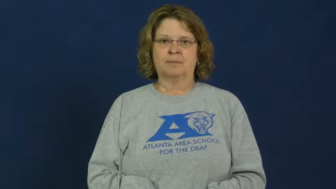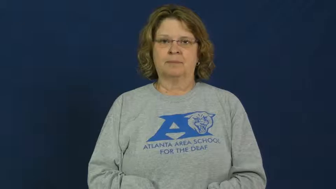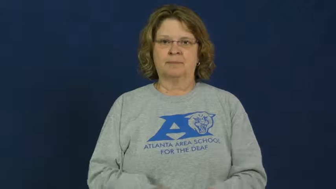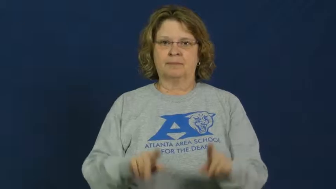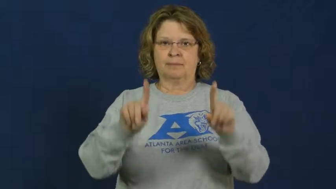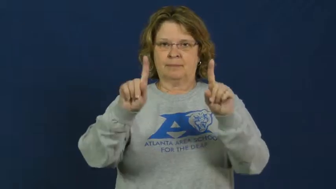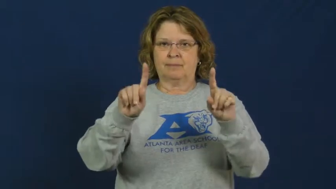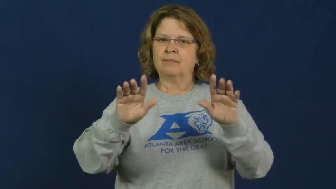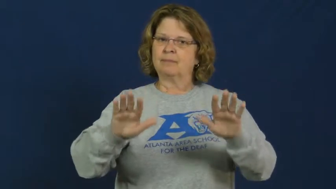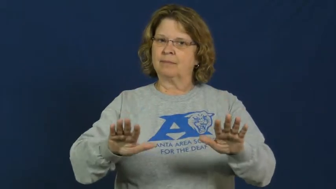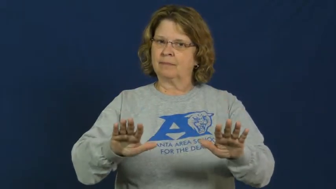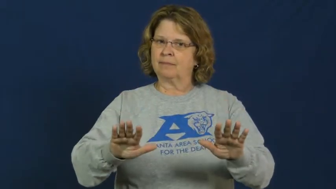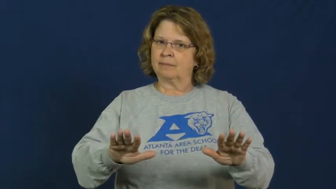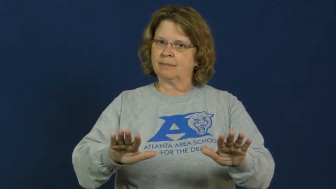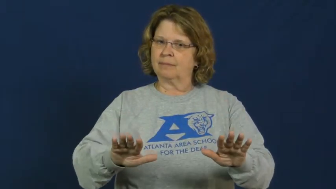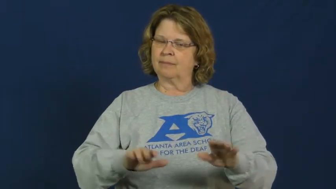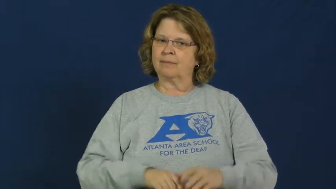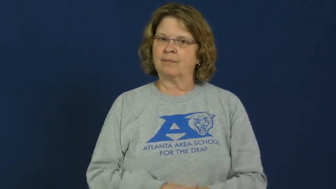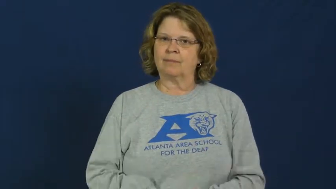quell